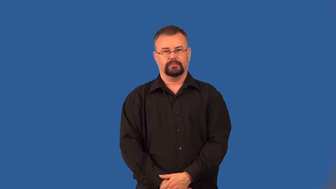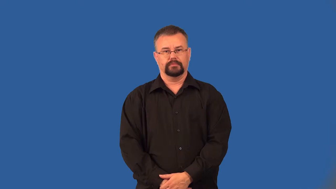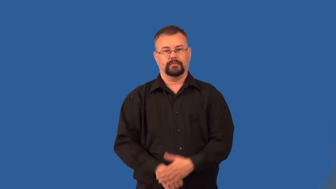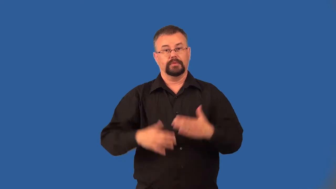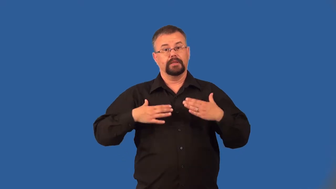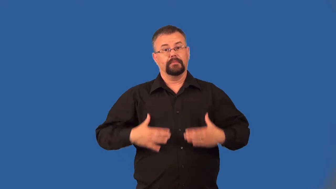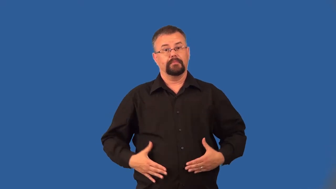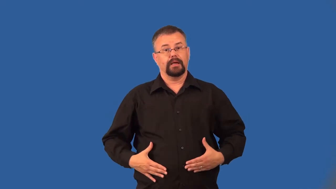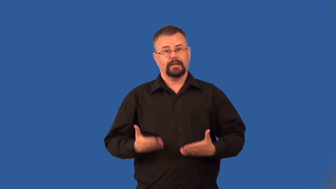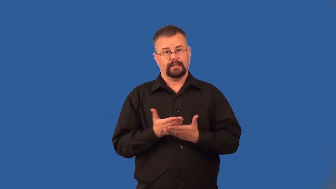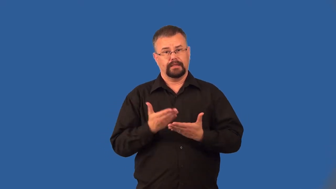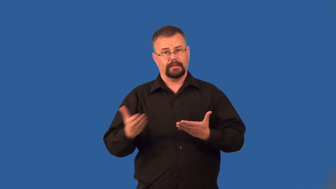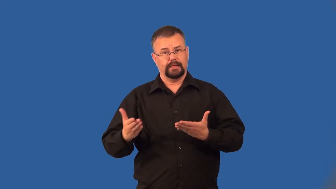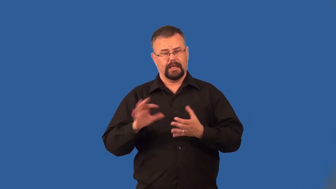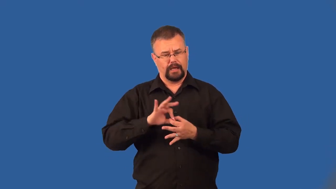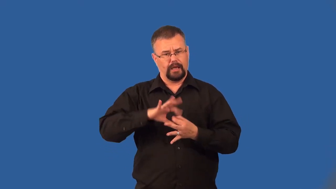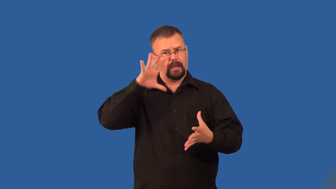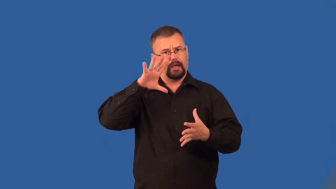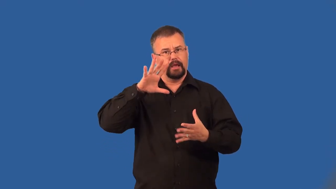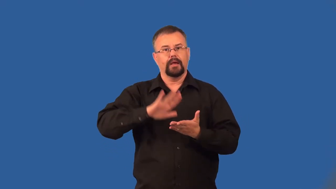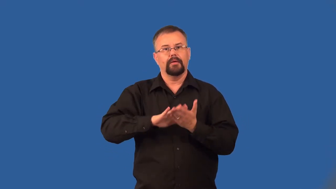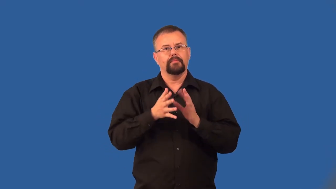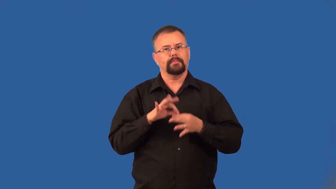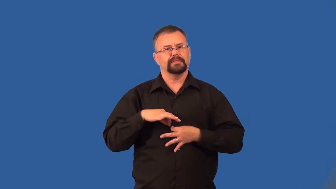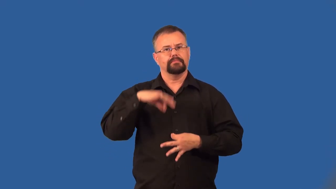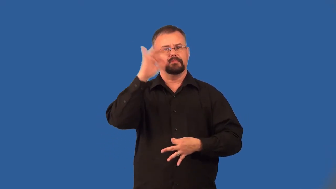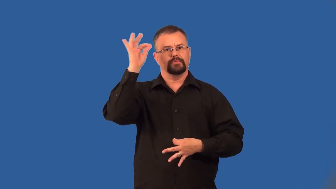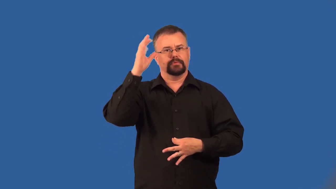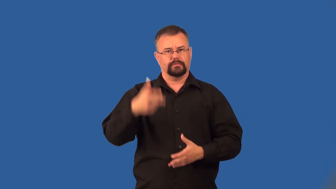disembody